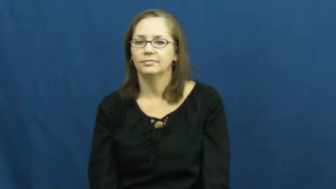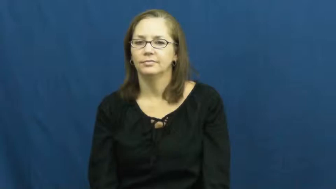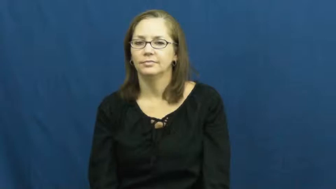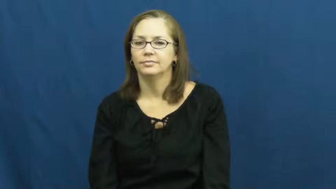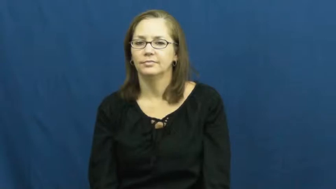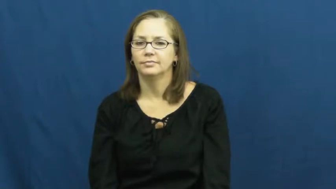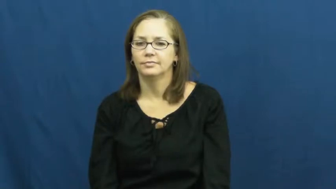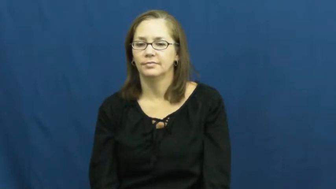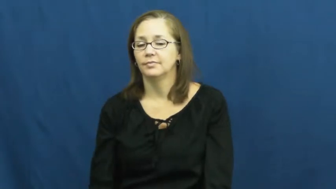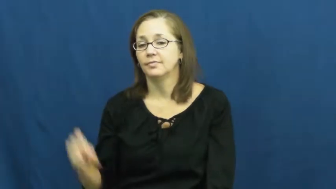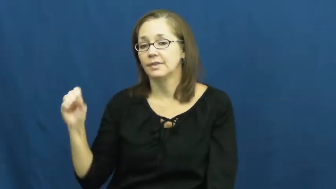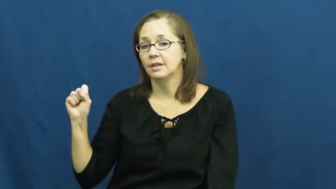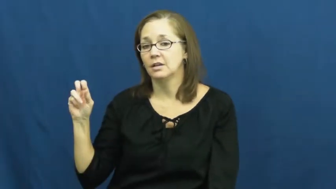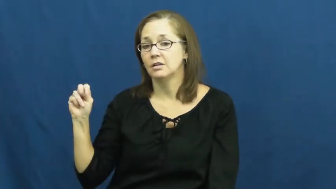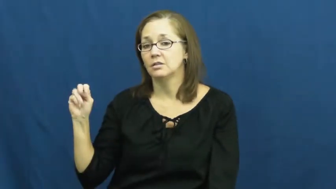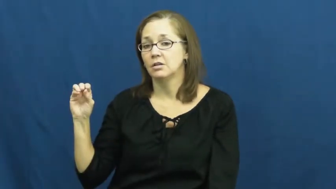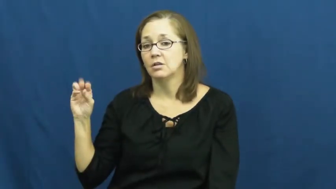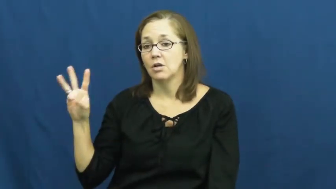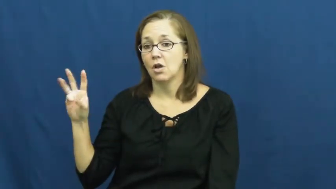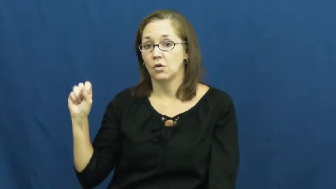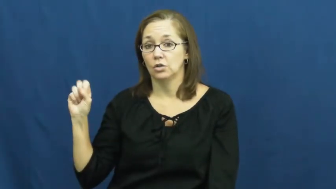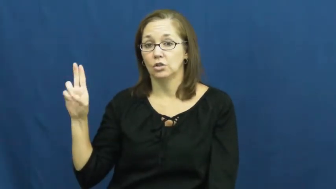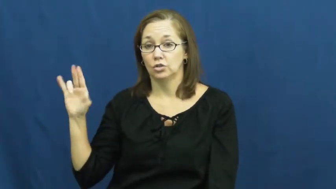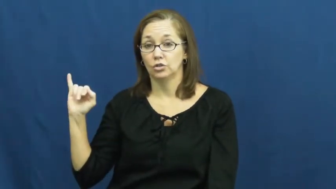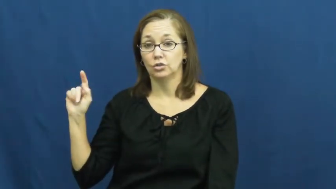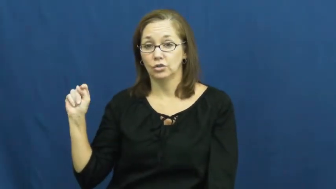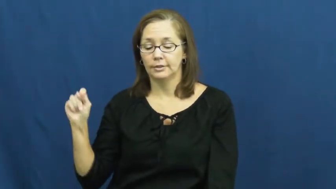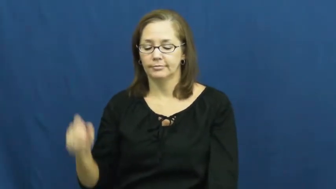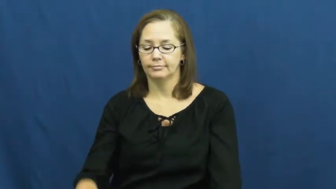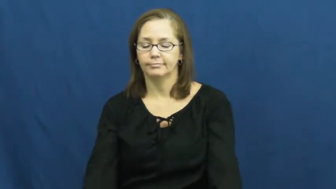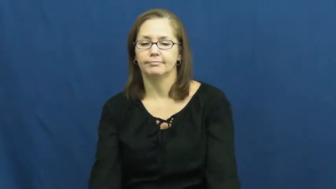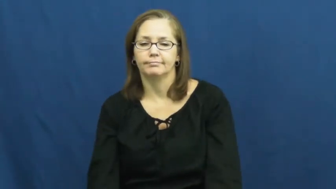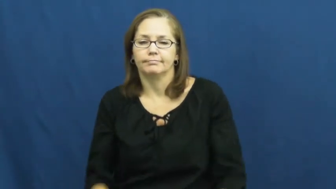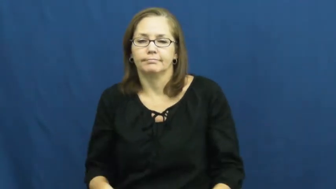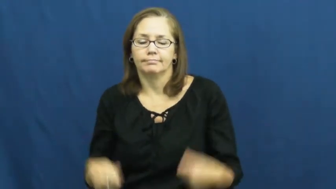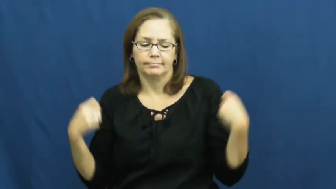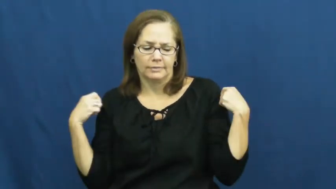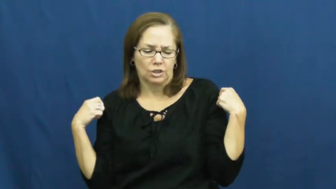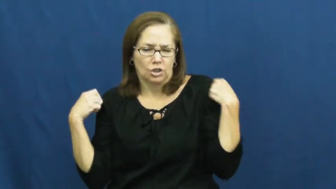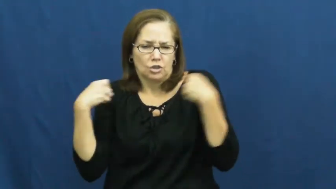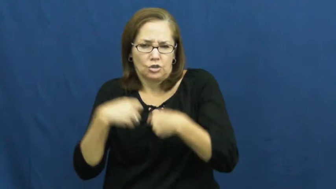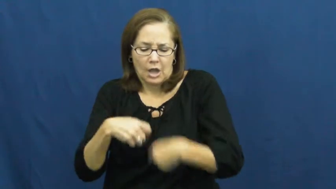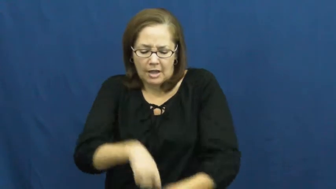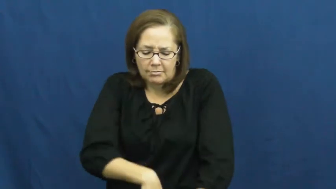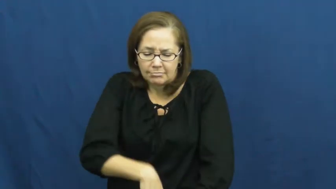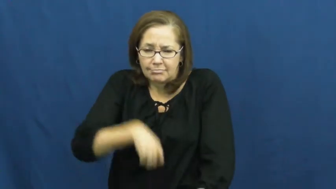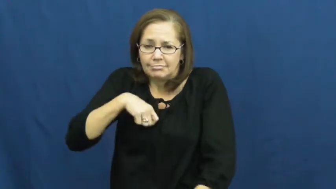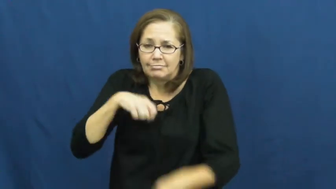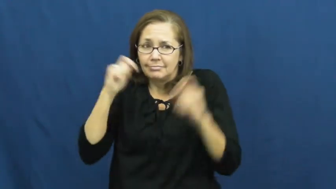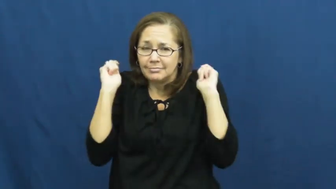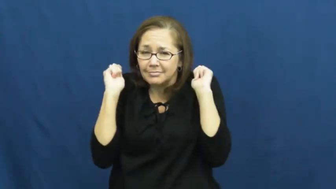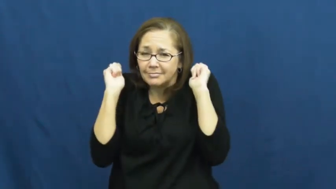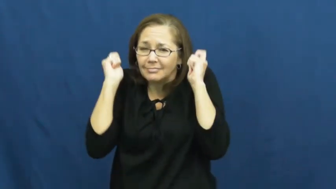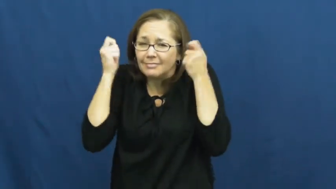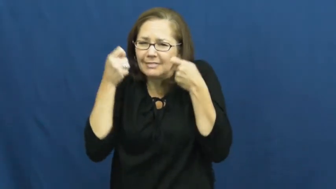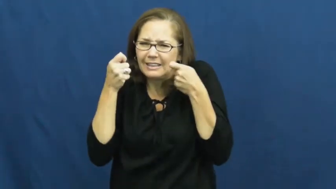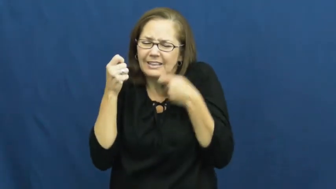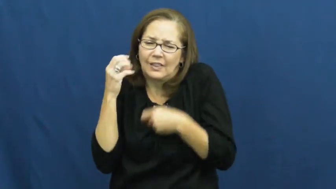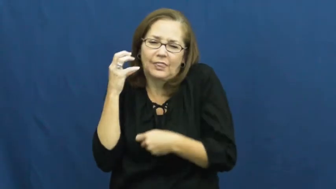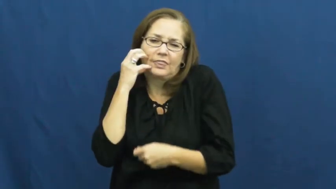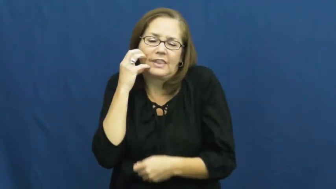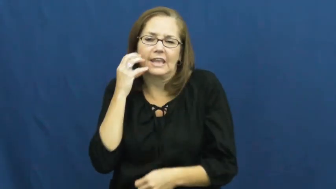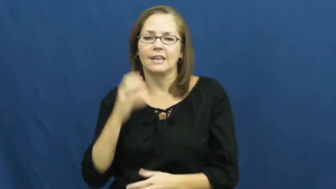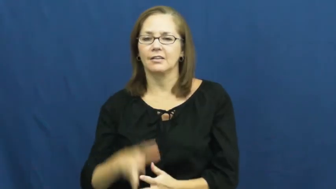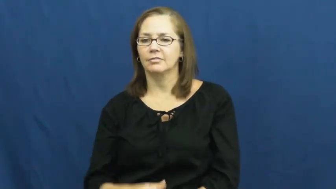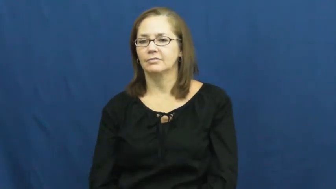snowsuit